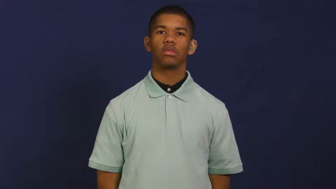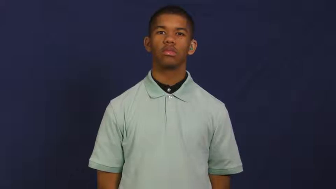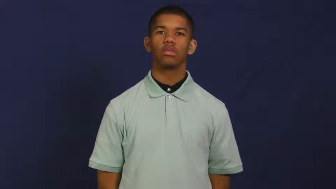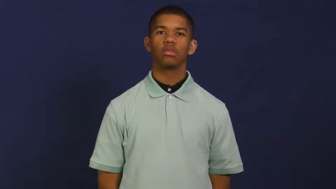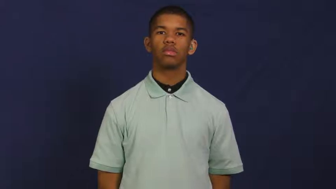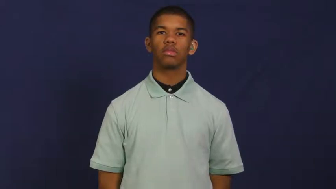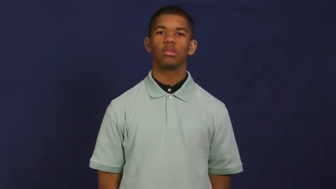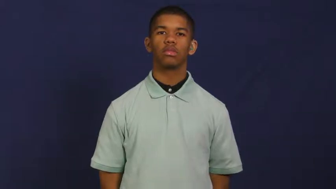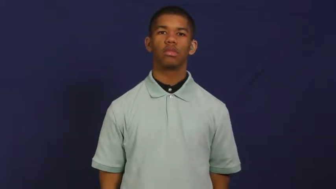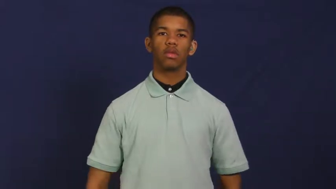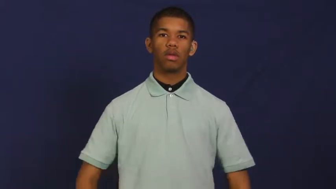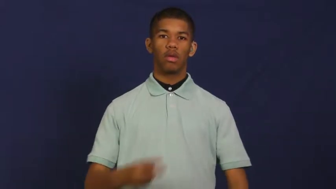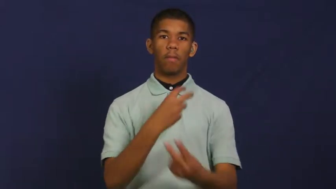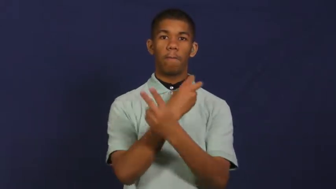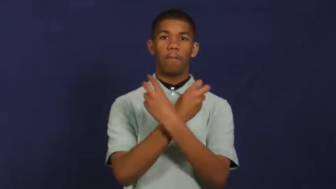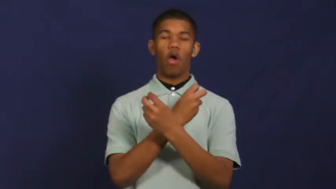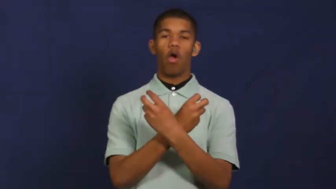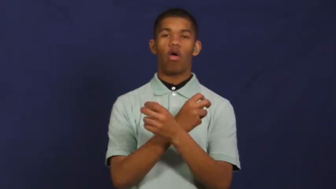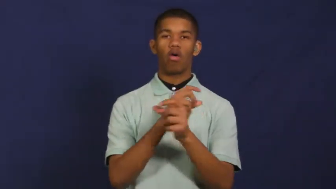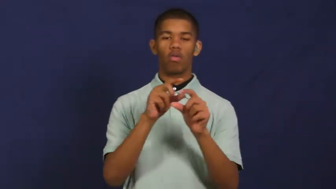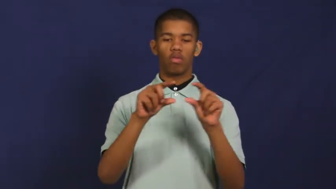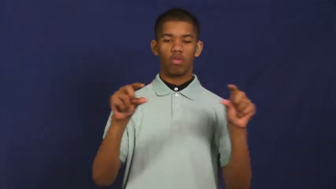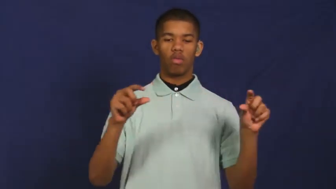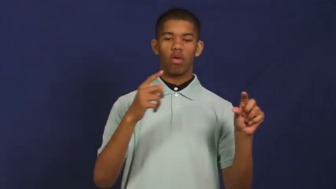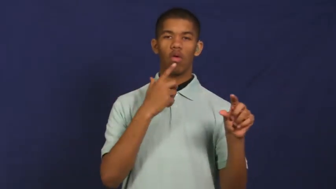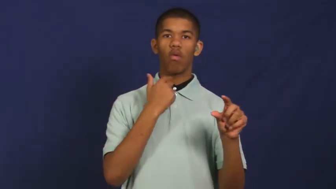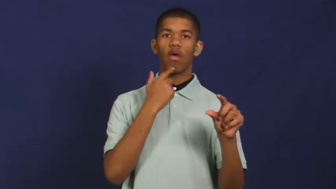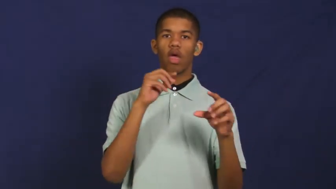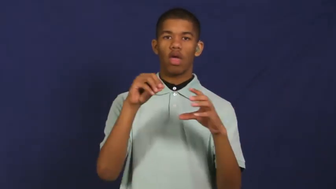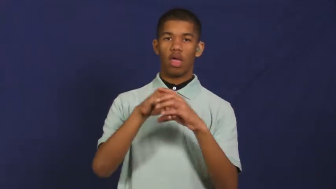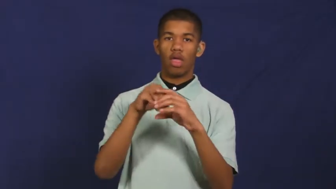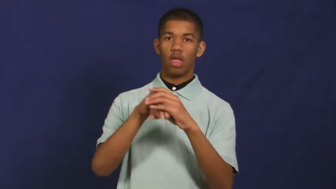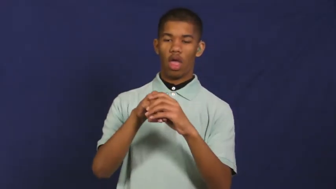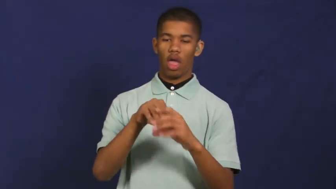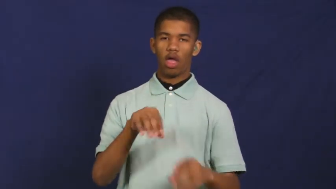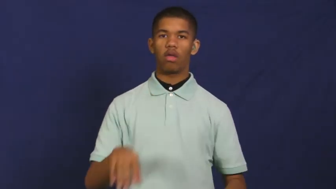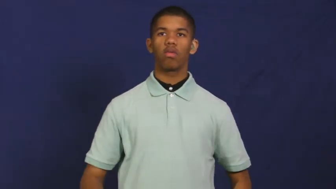marrow